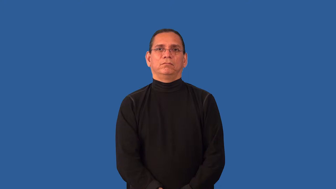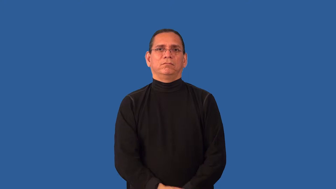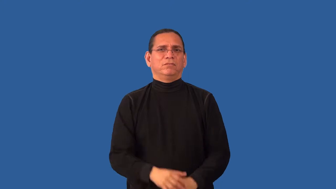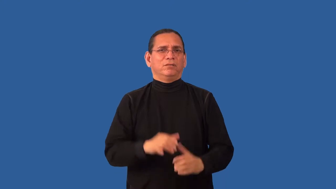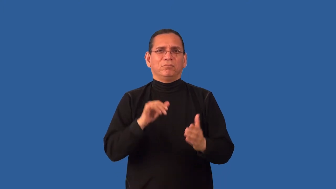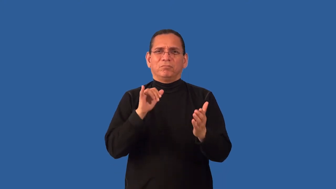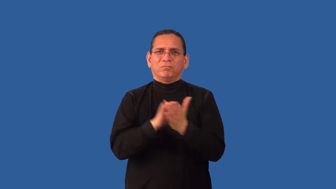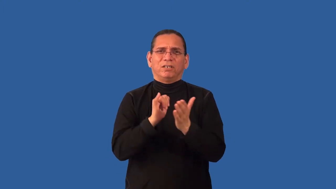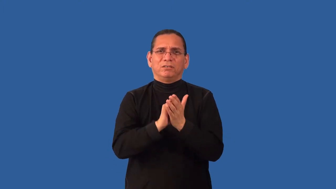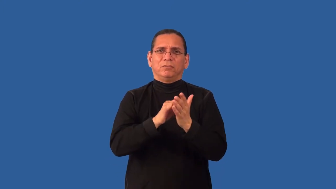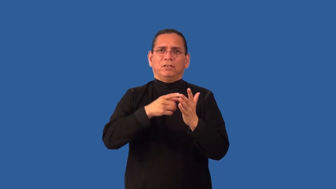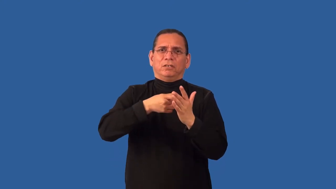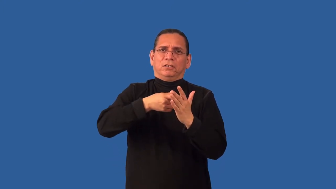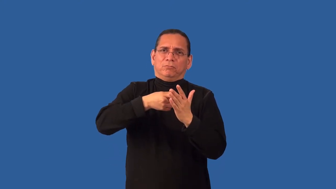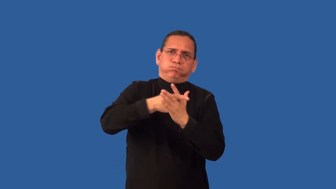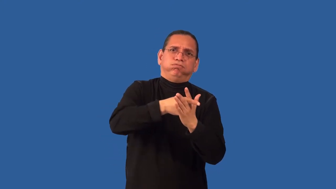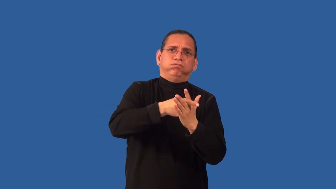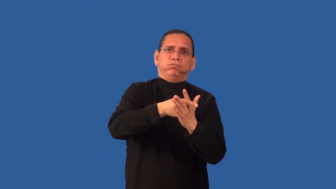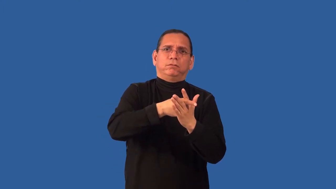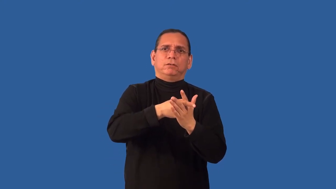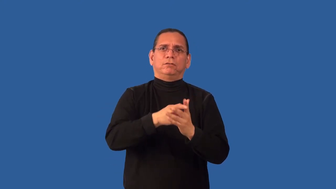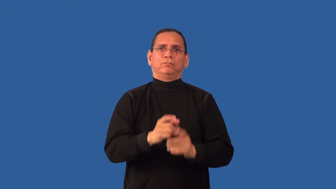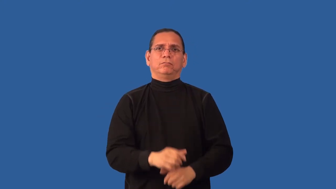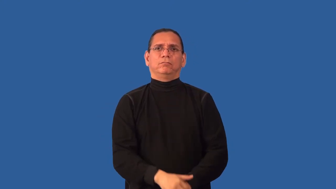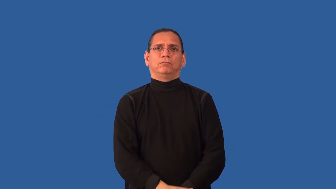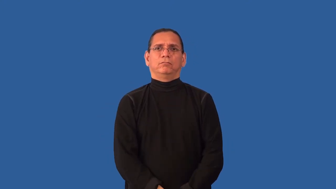impenetrable-blocked